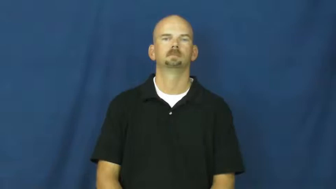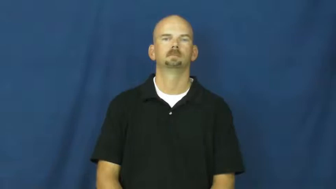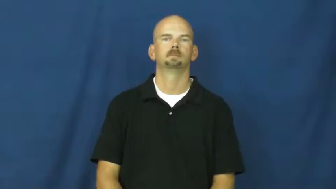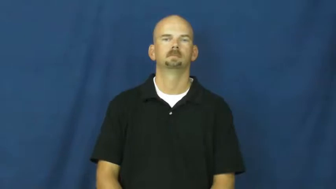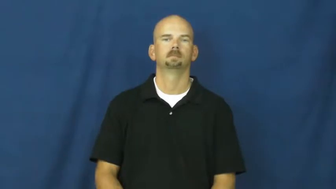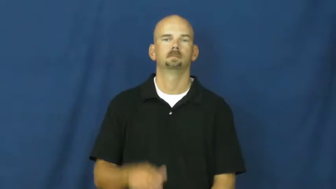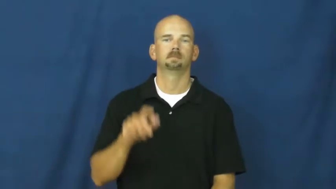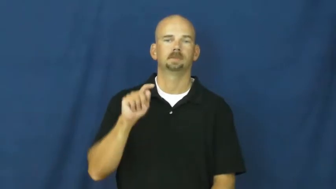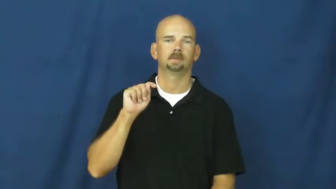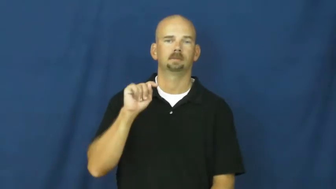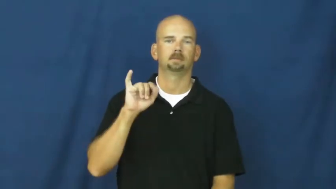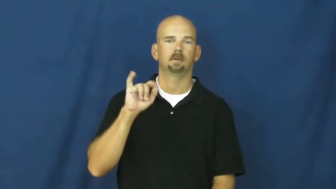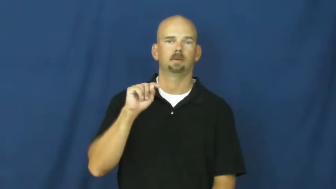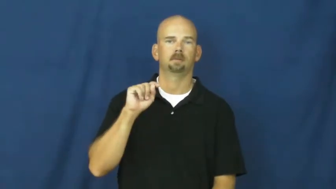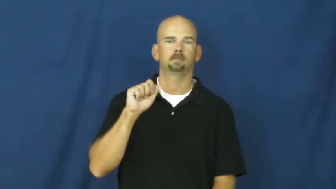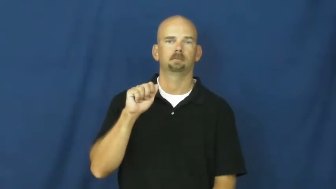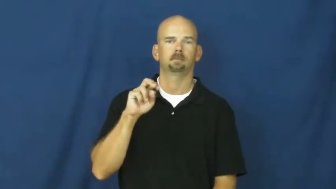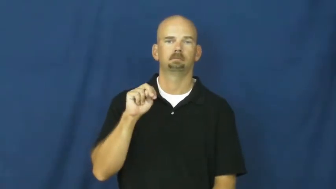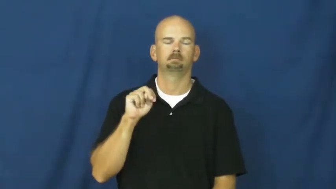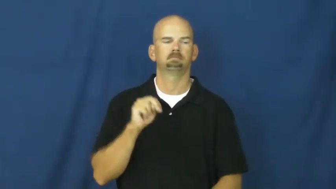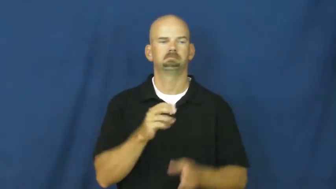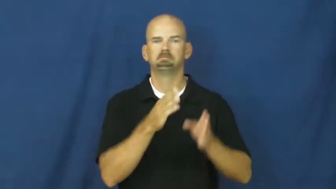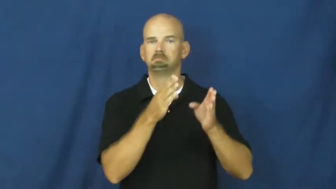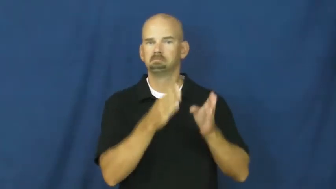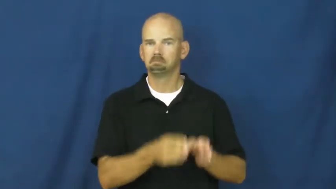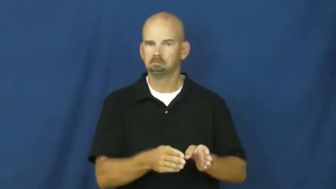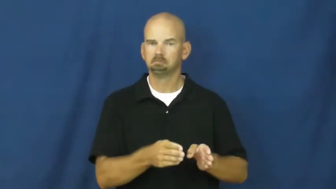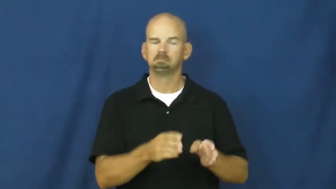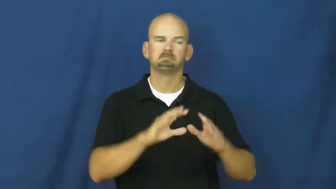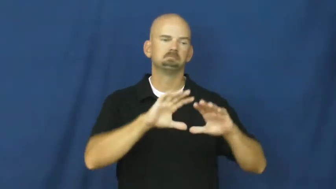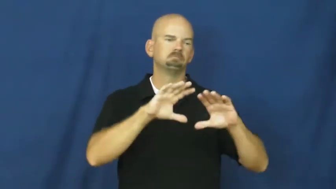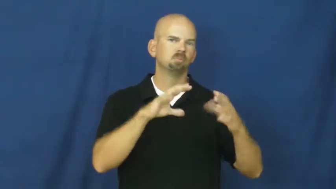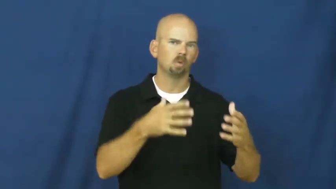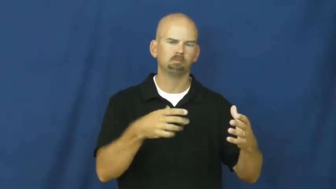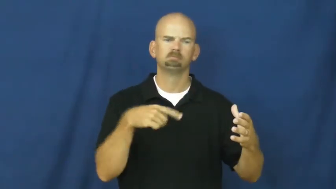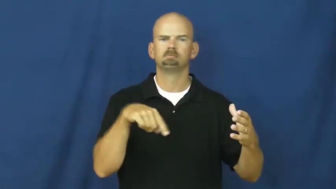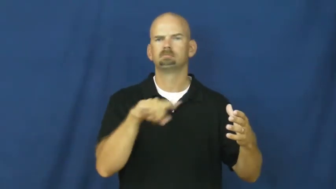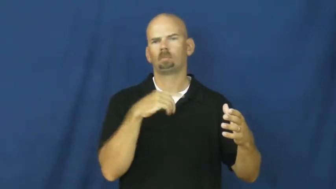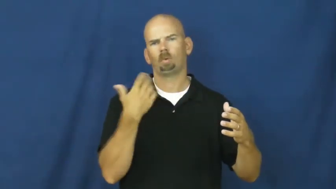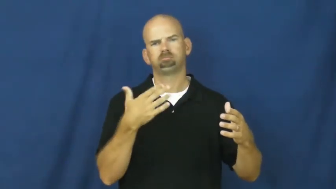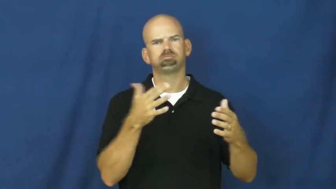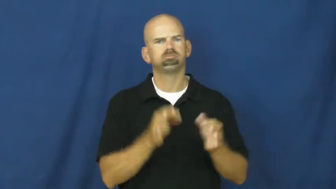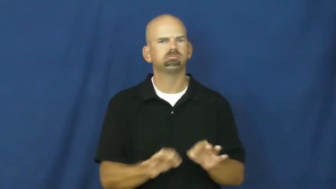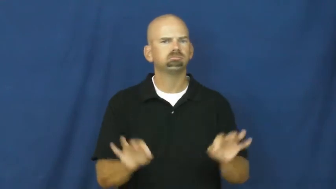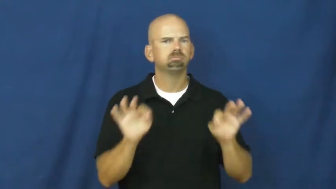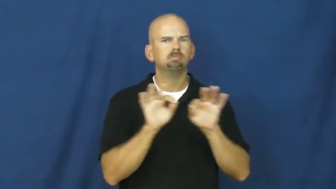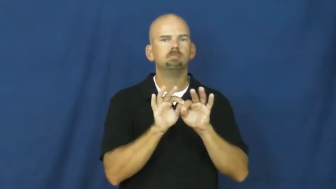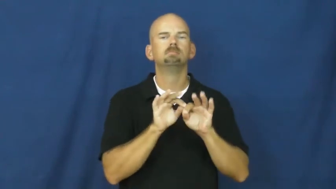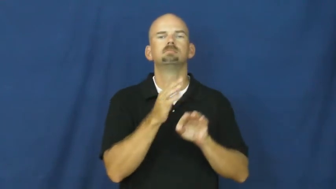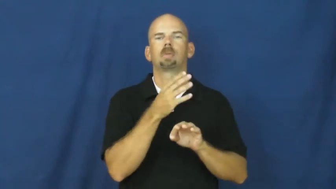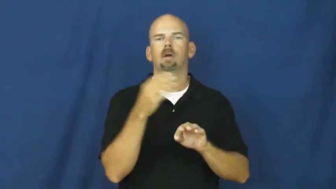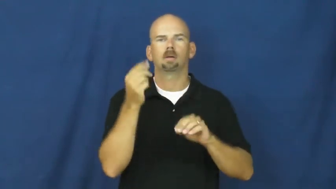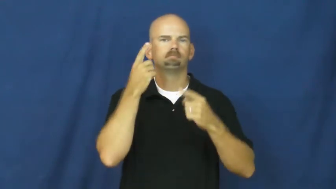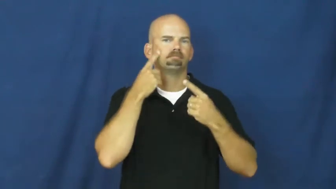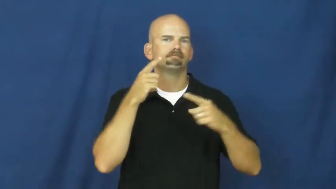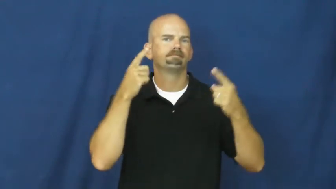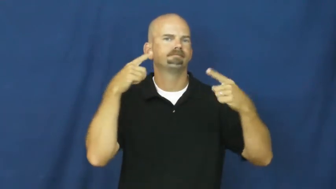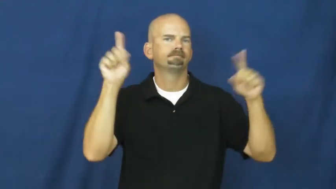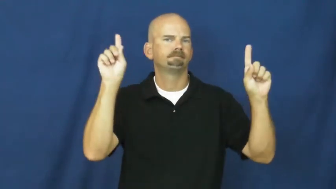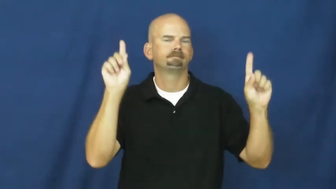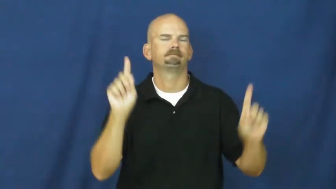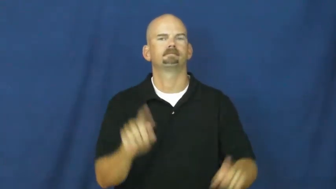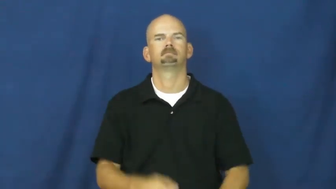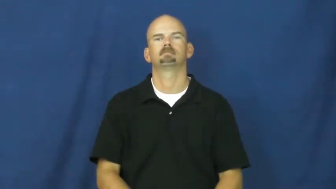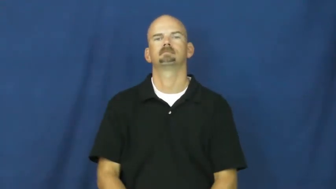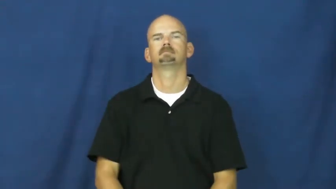titan